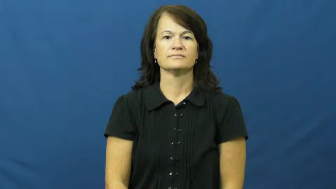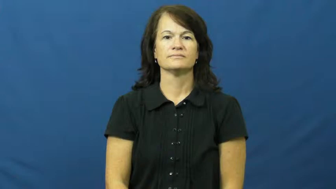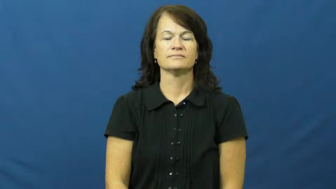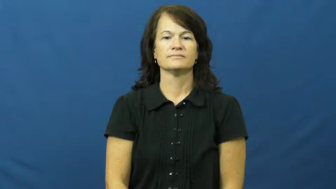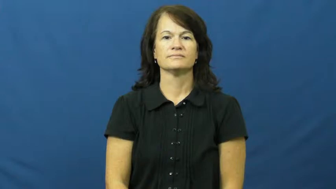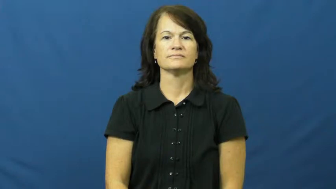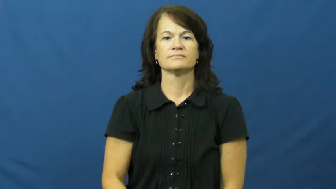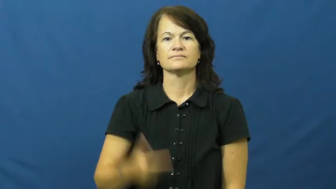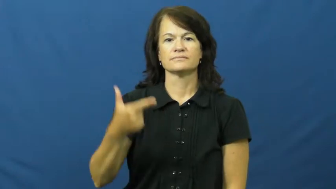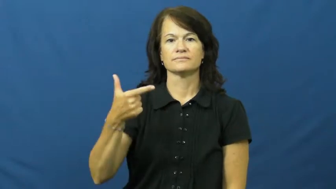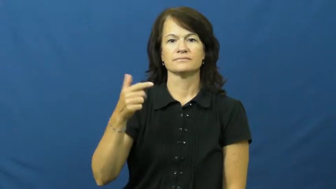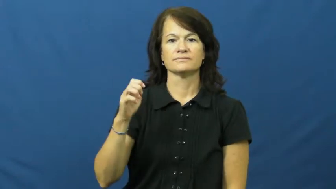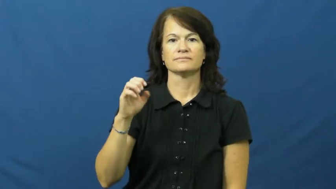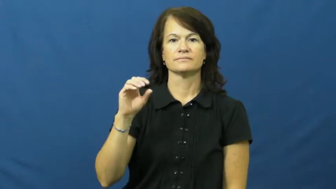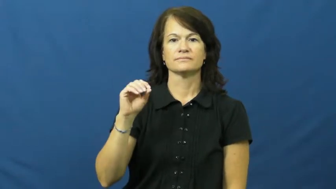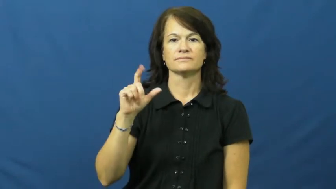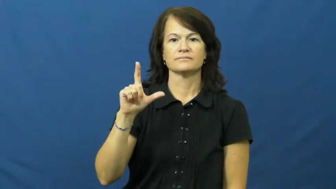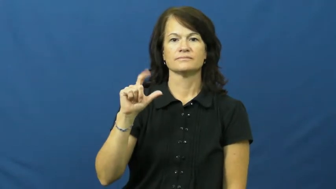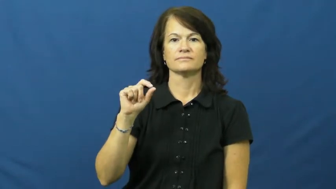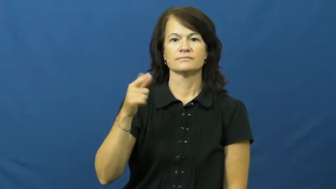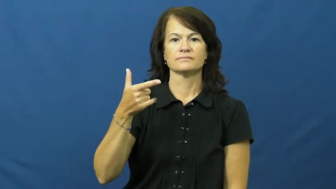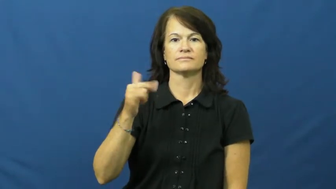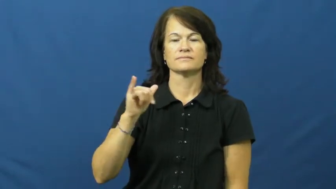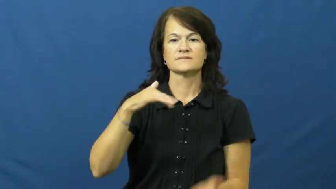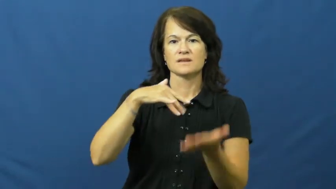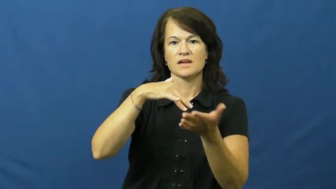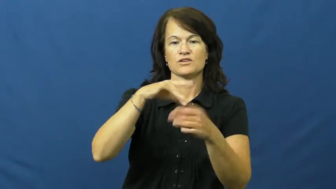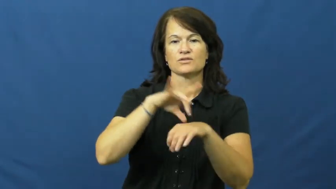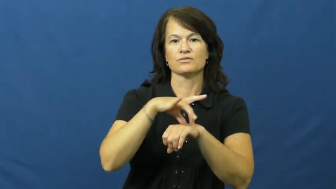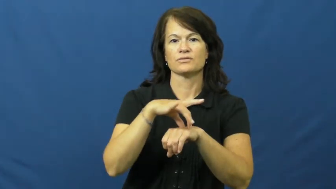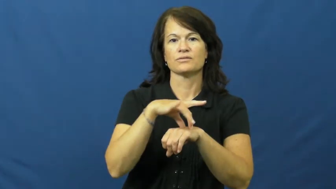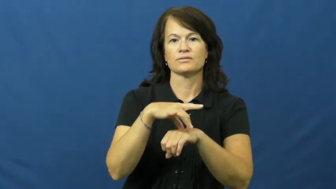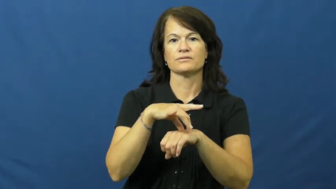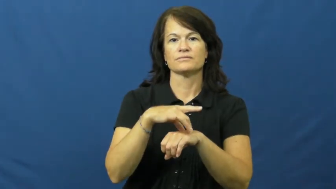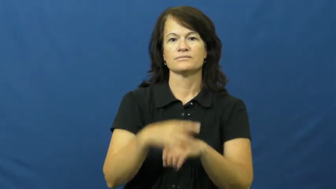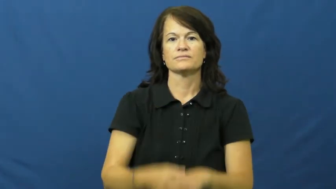geology